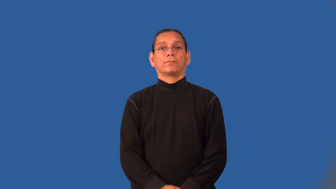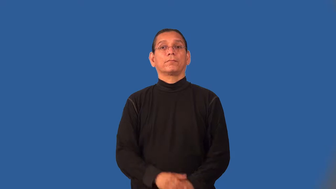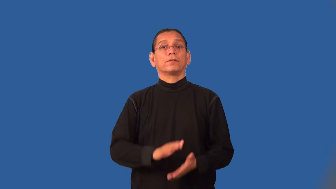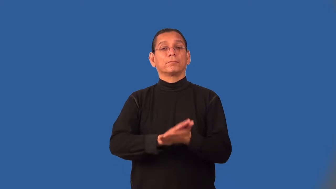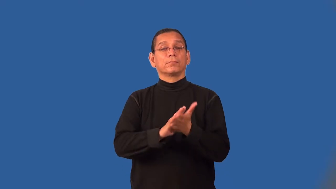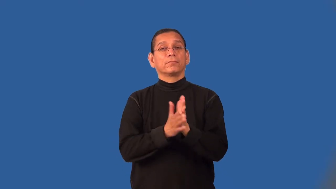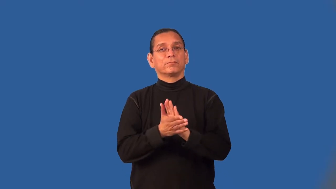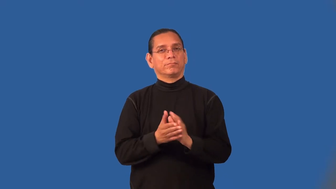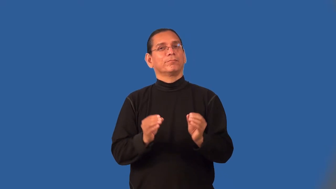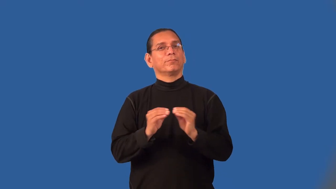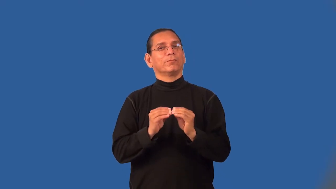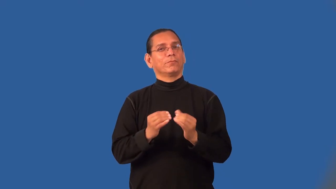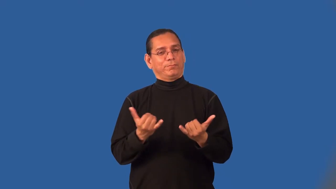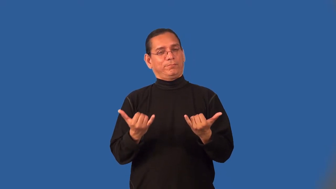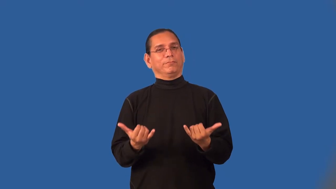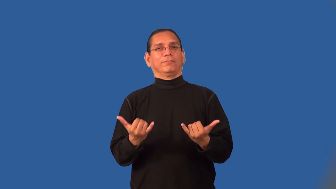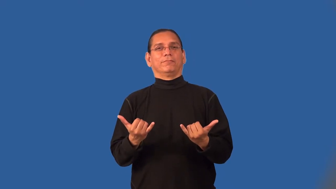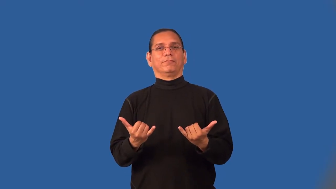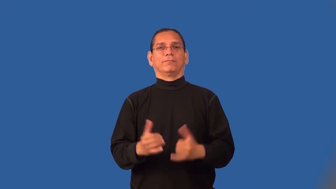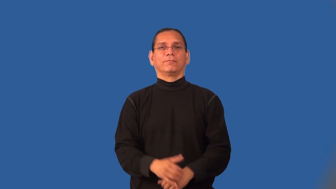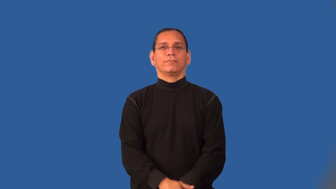modernize